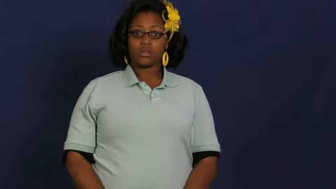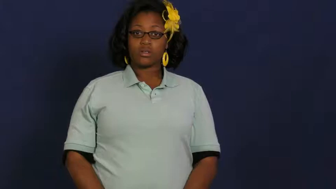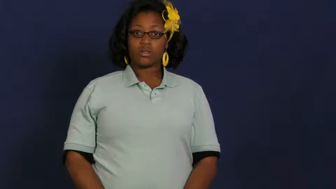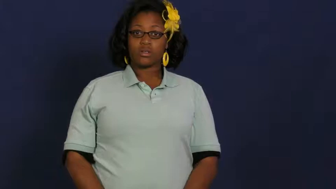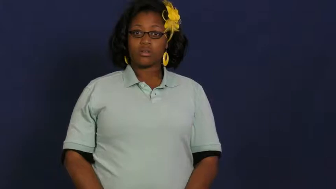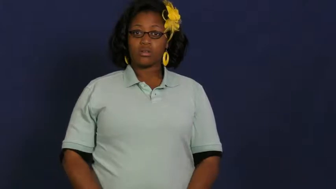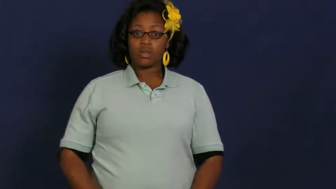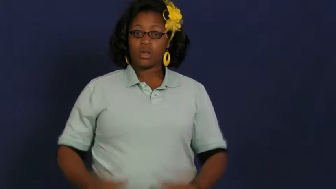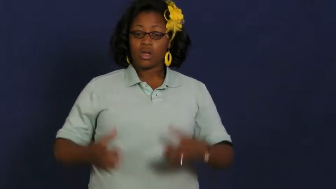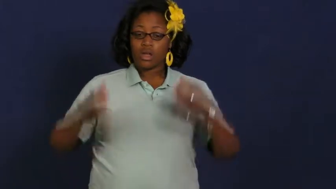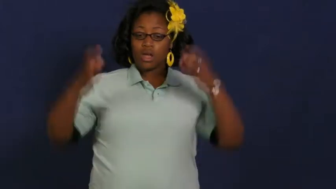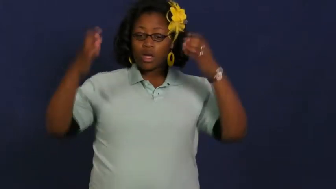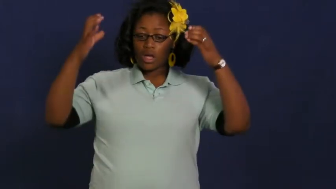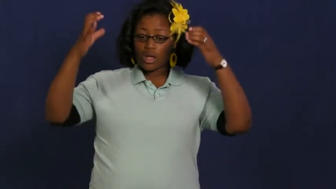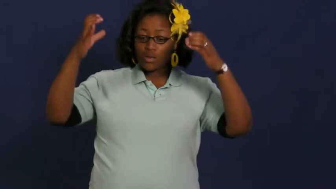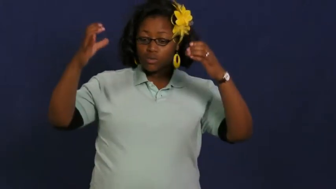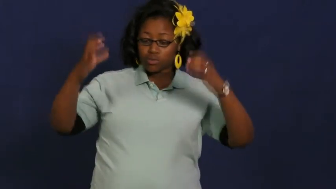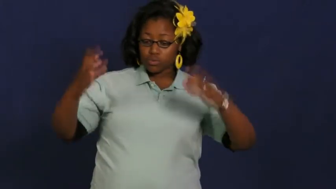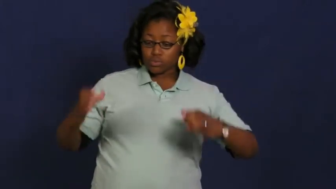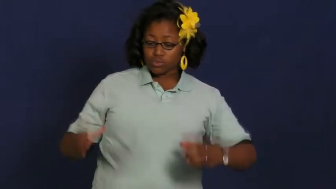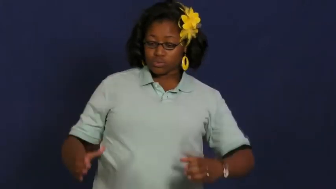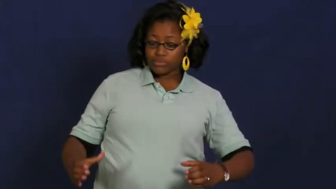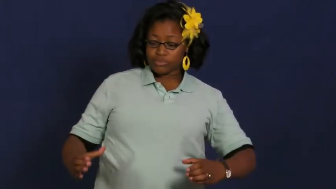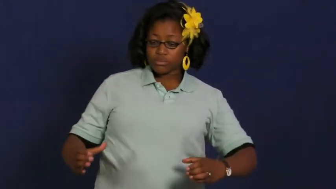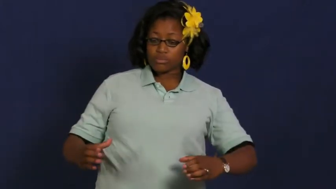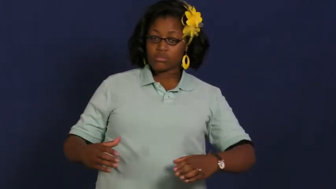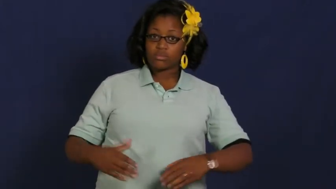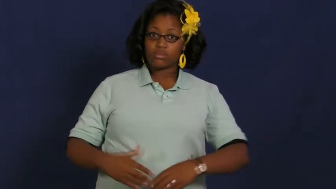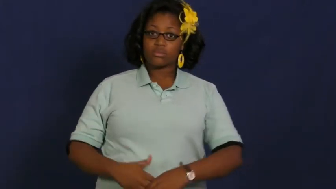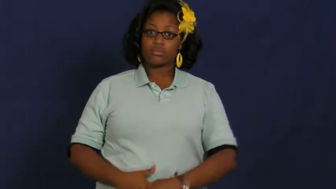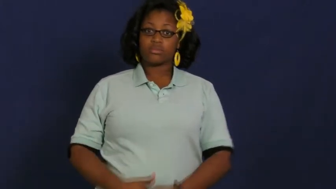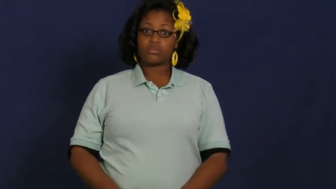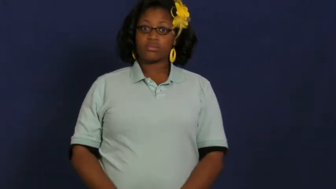shaft,chute